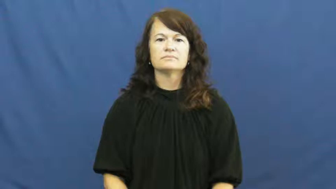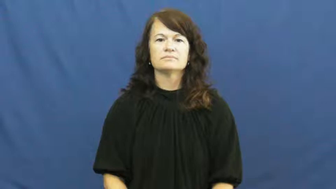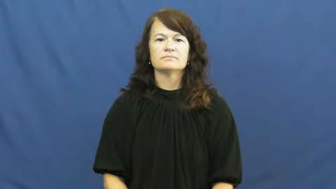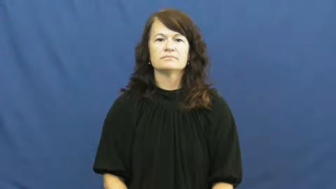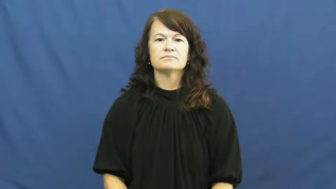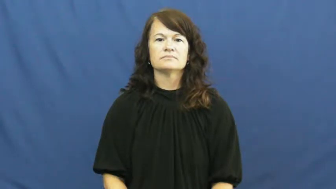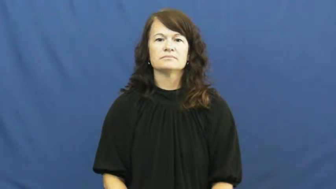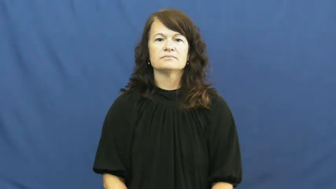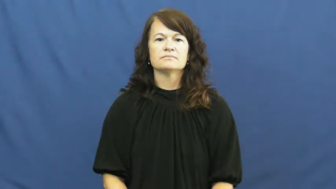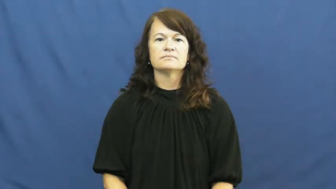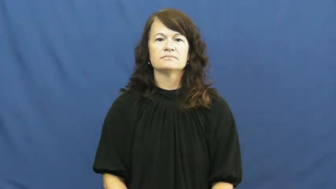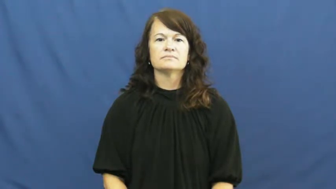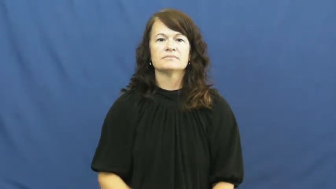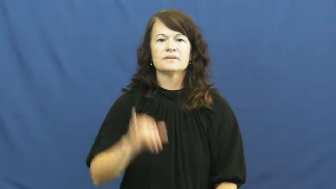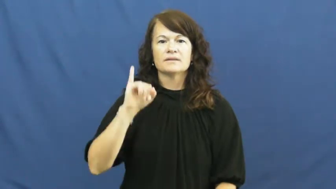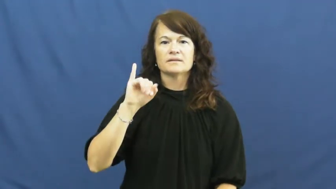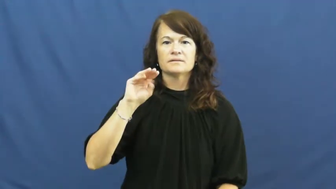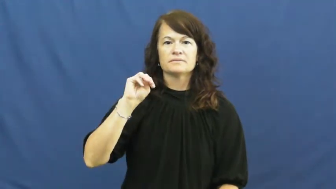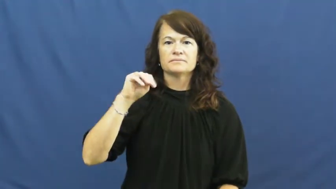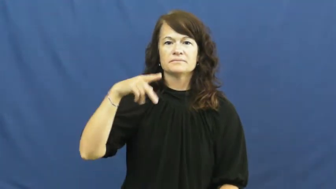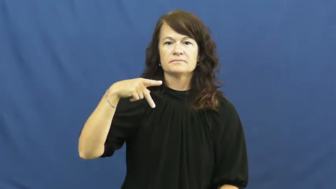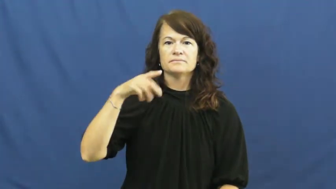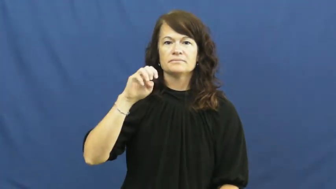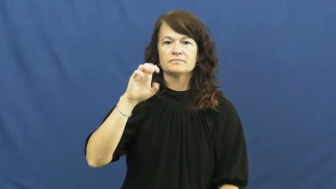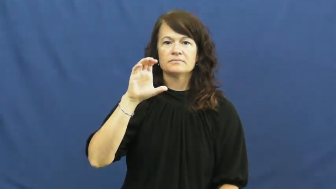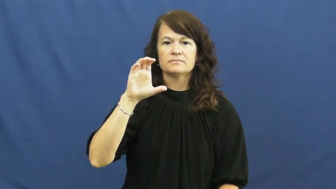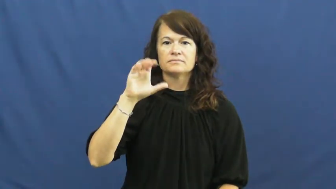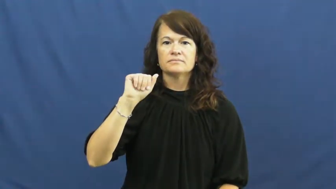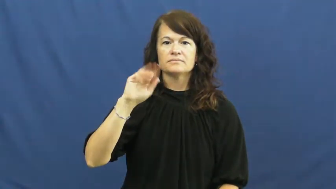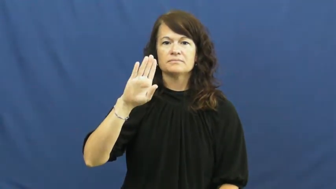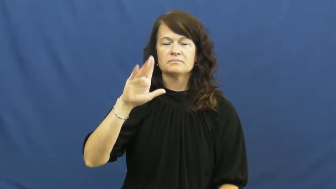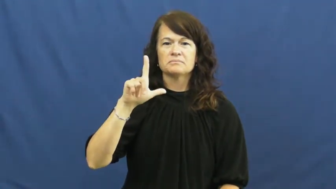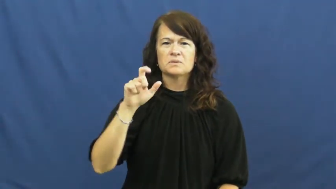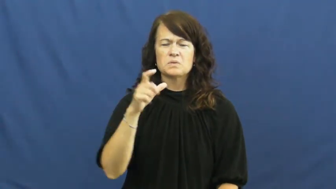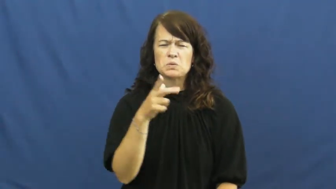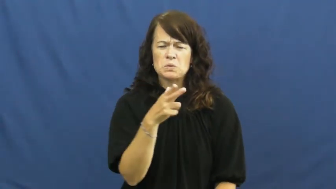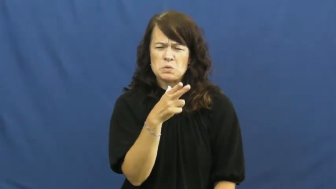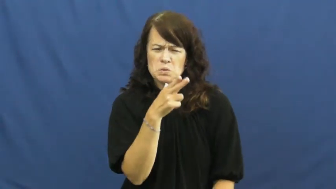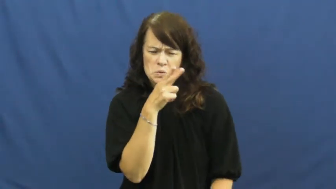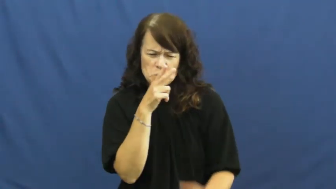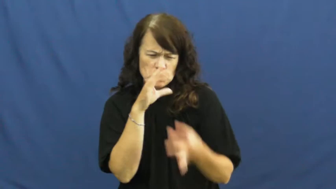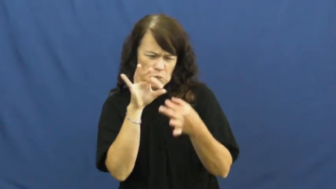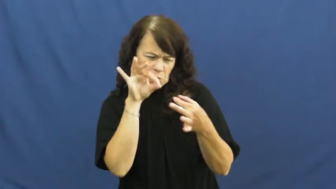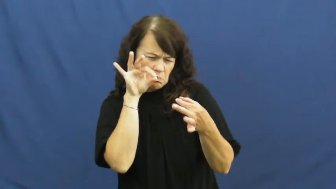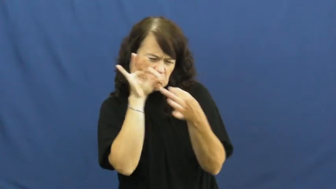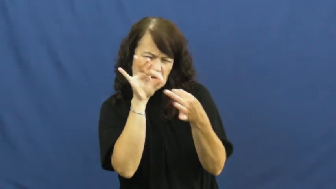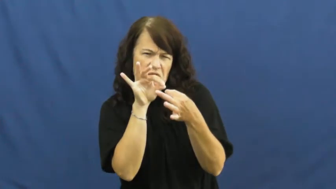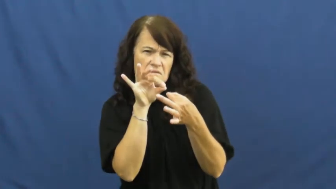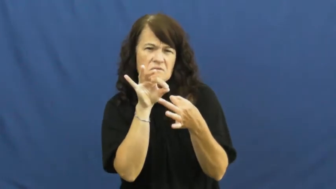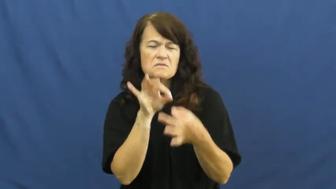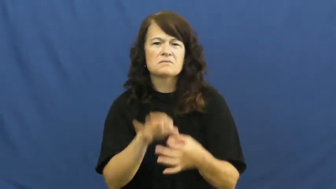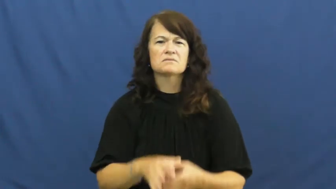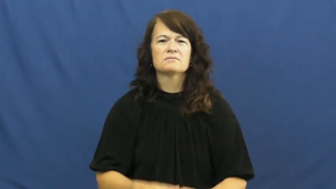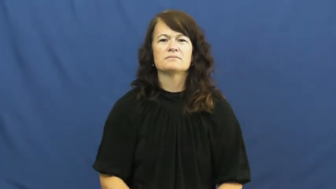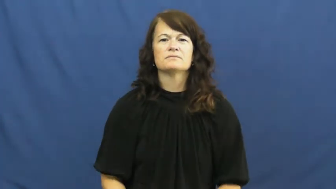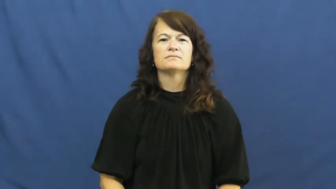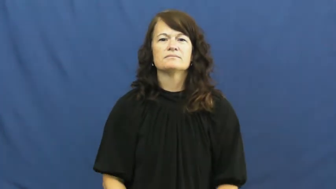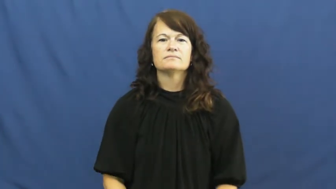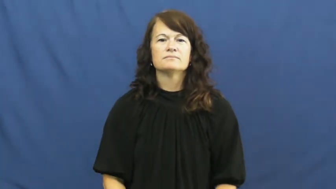impeccable